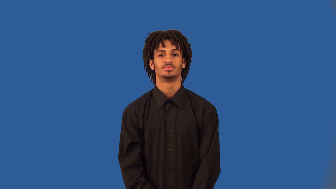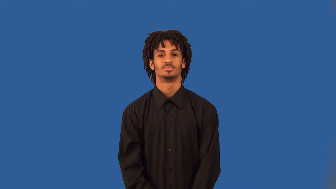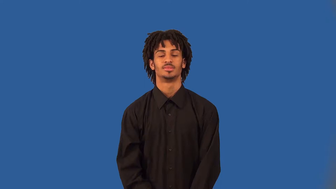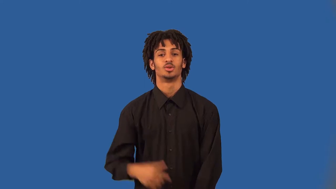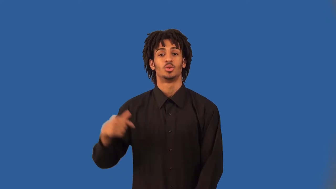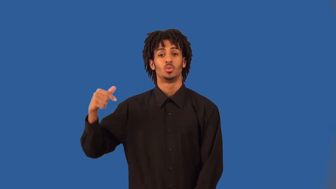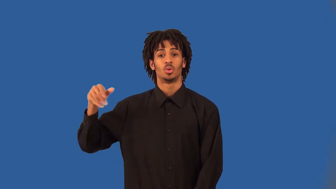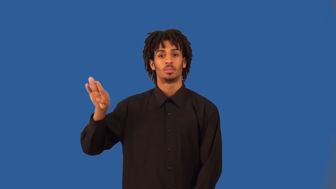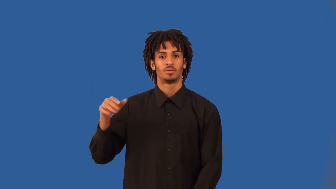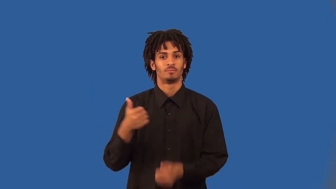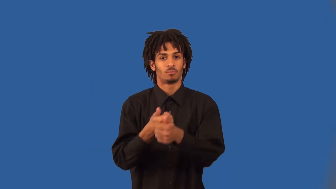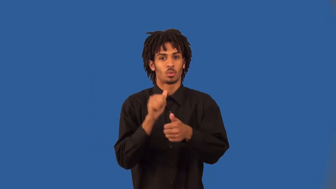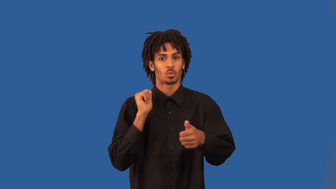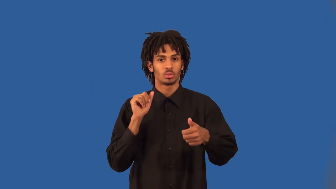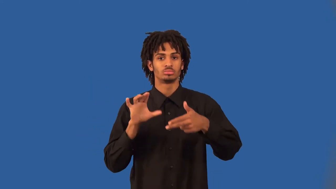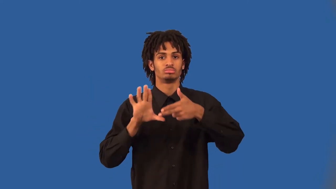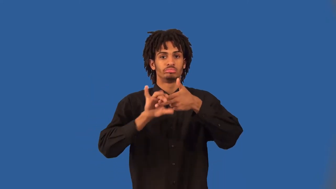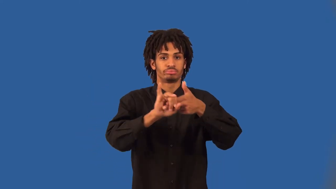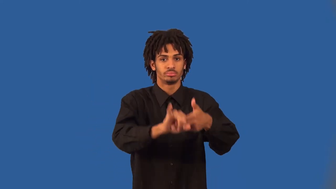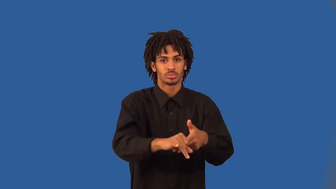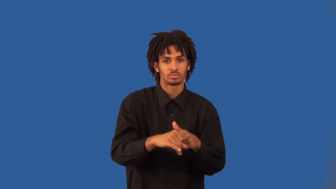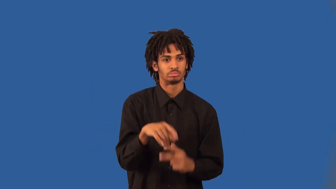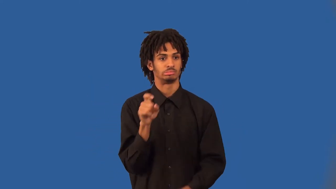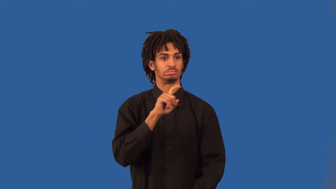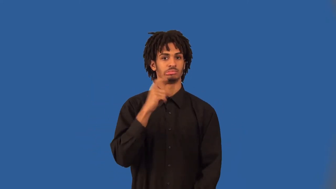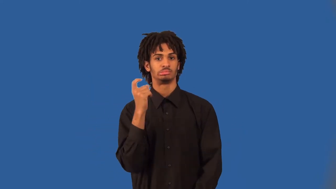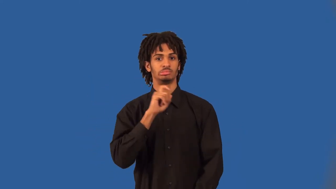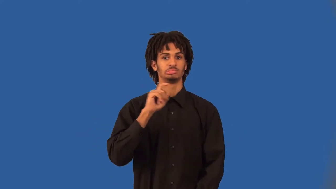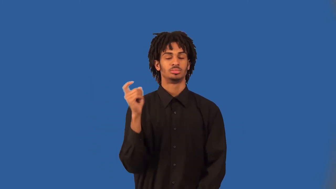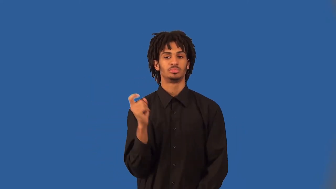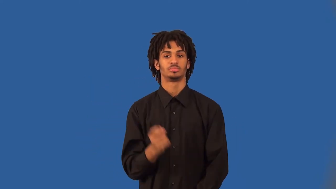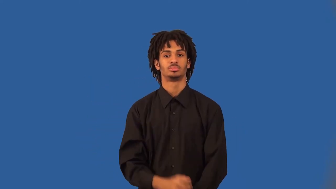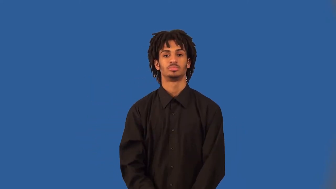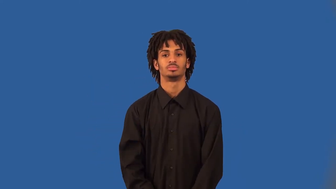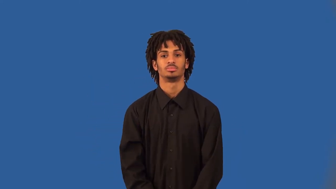scrambler-football